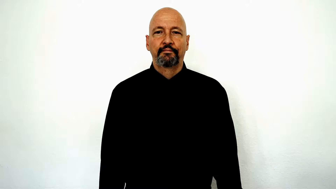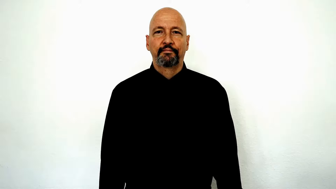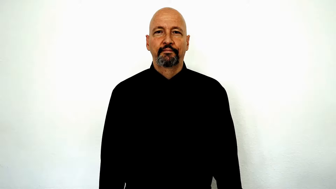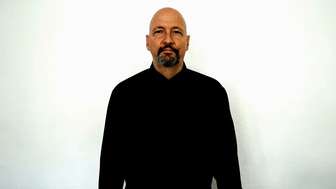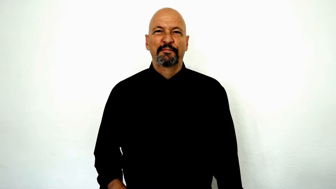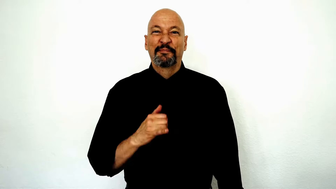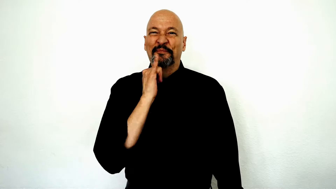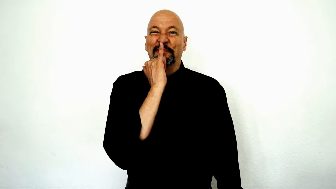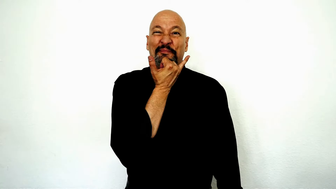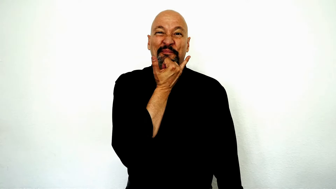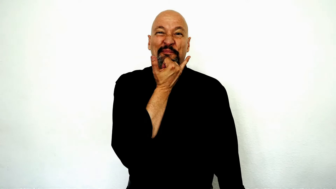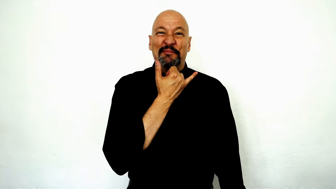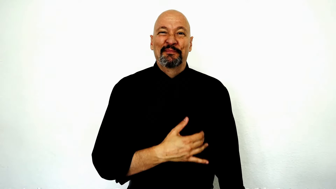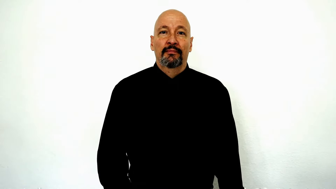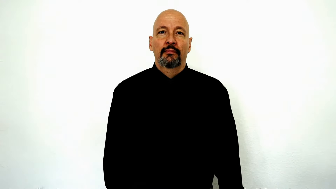accident/wrong/oops